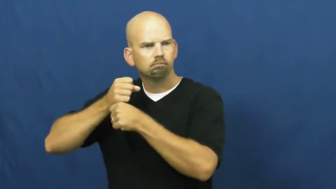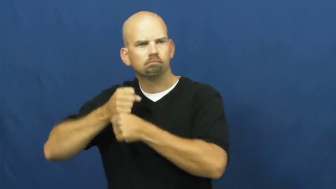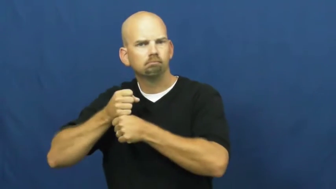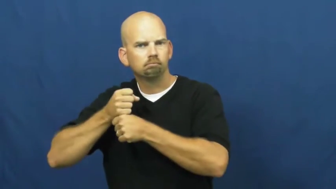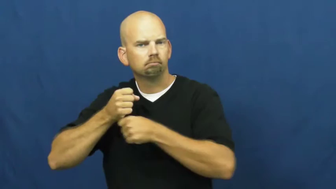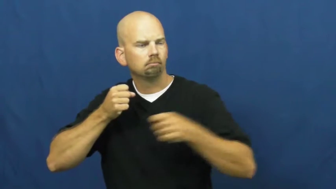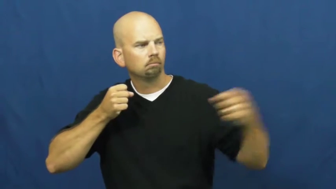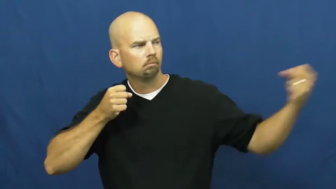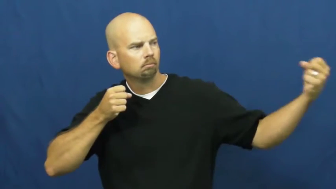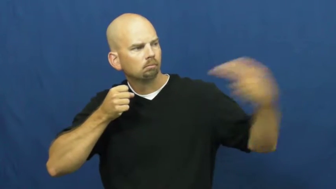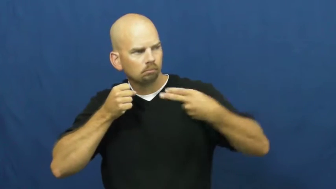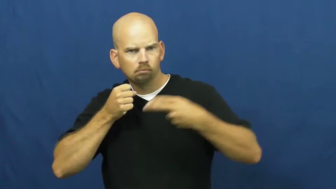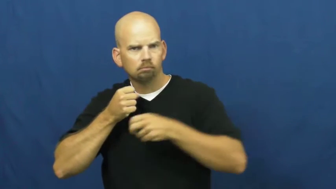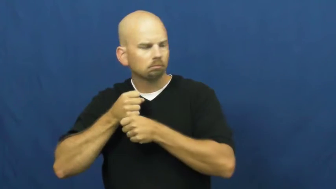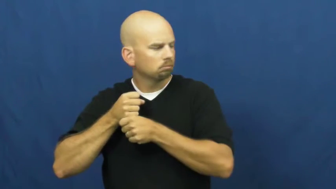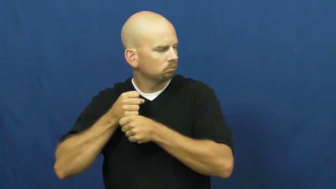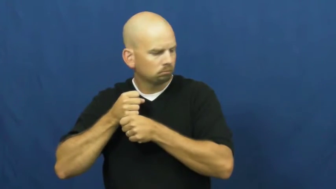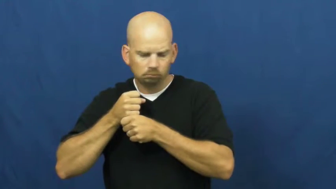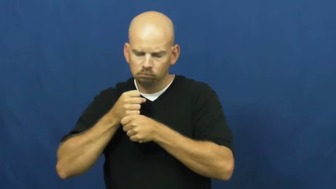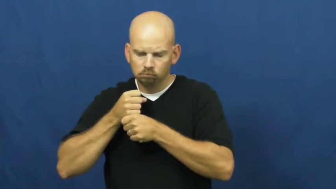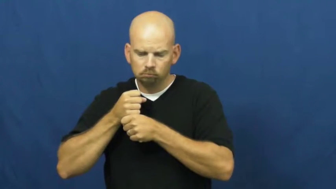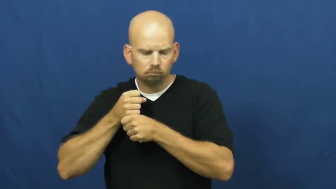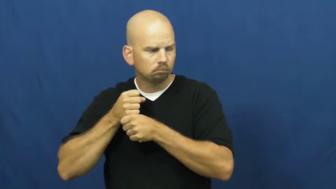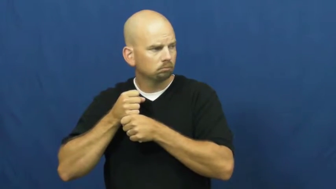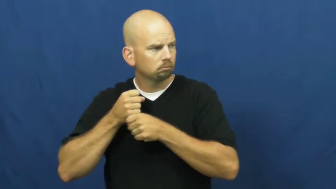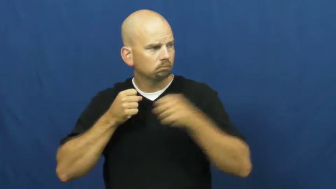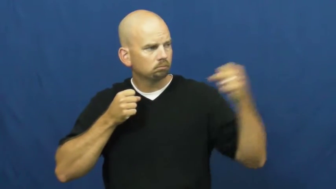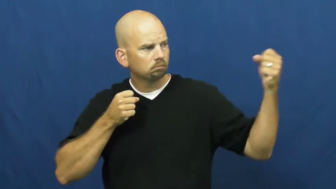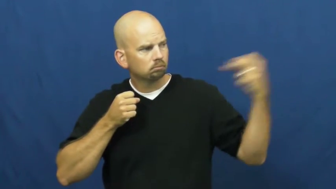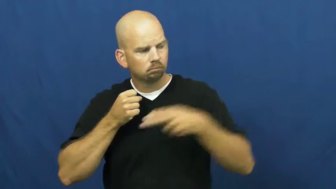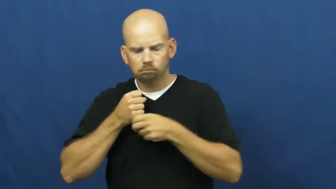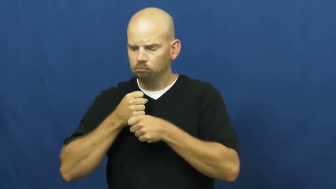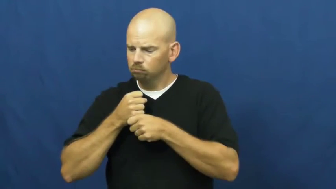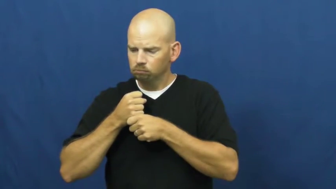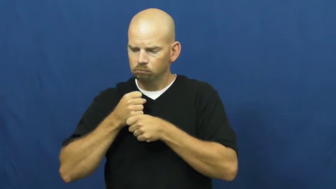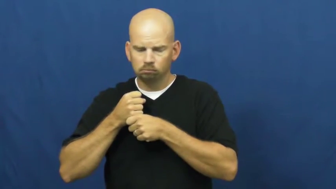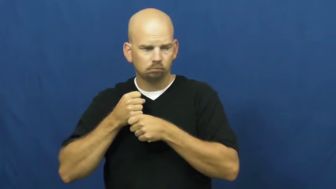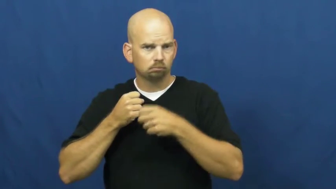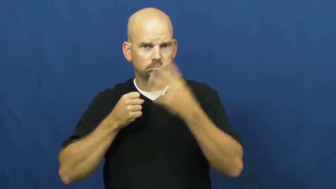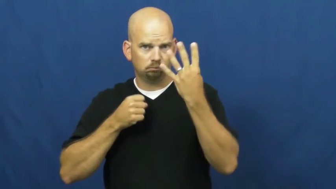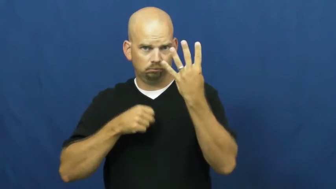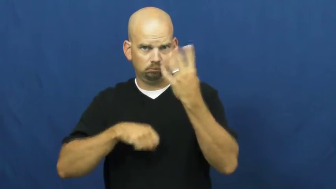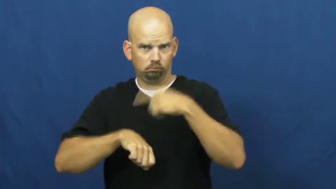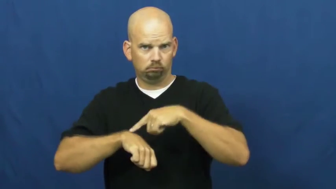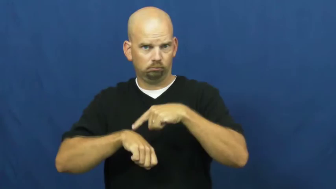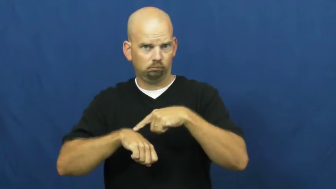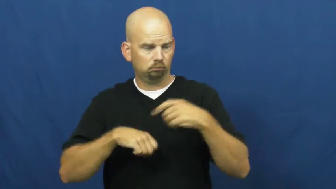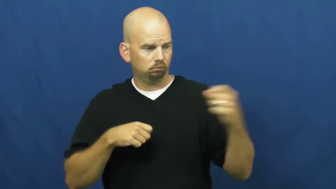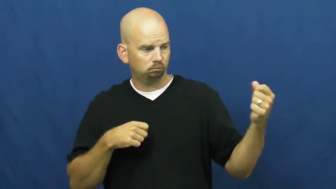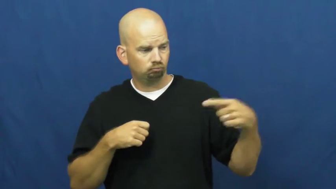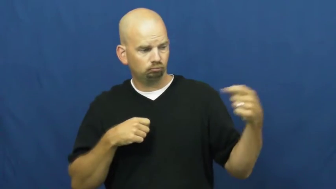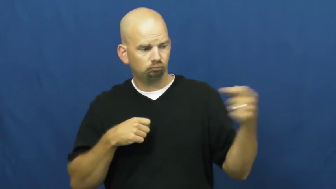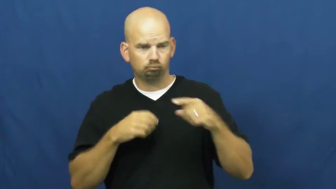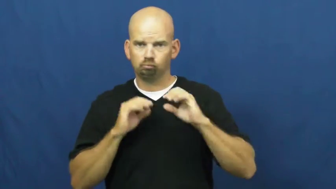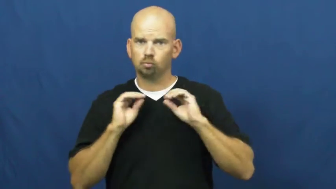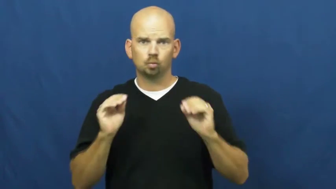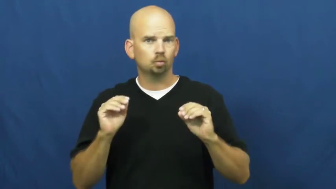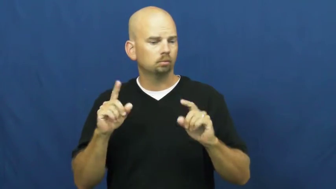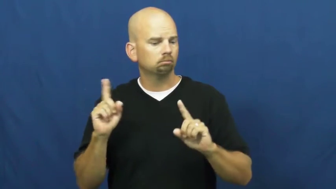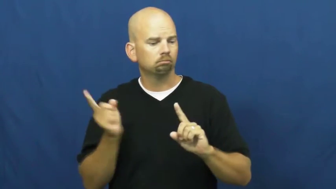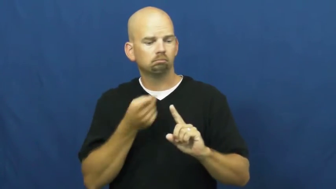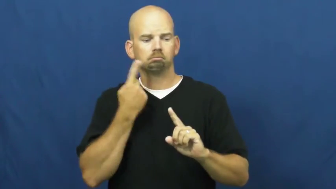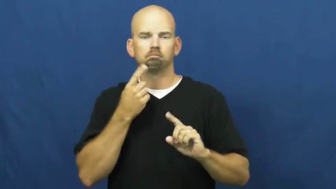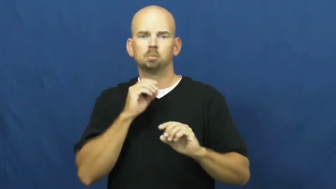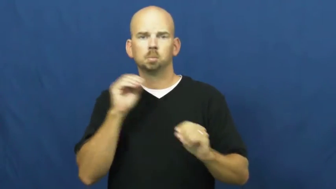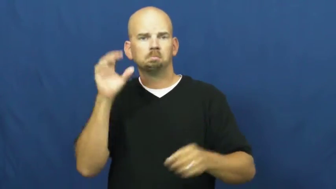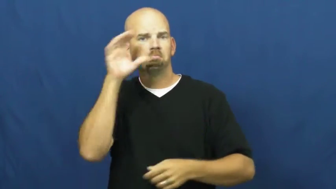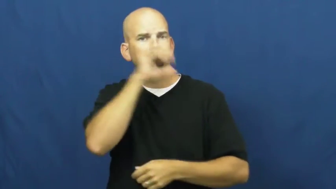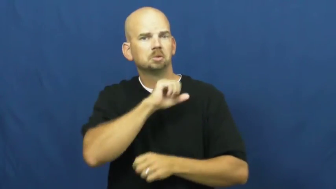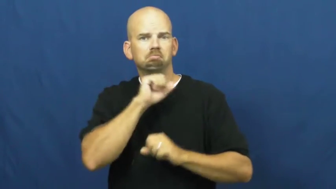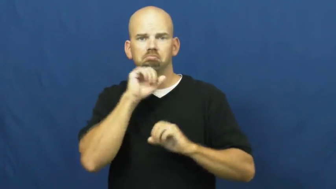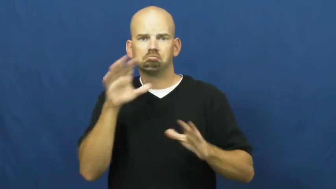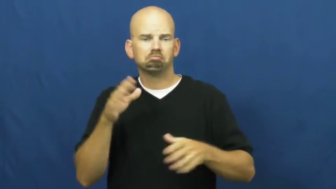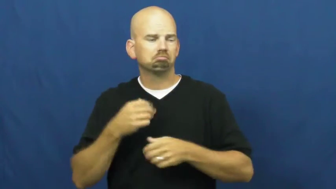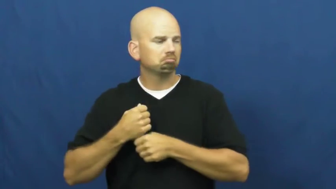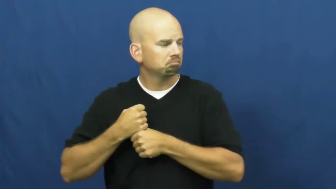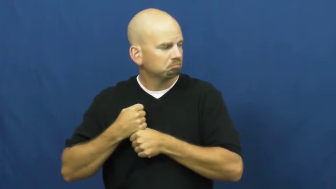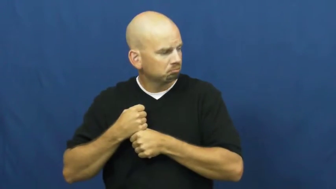walk-baseball